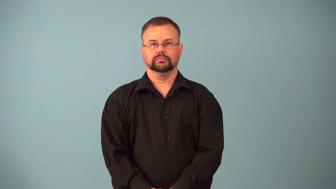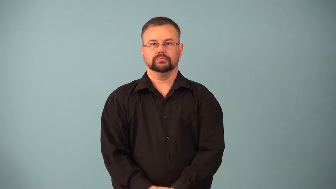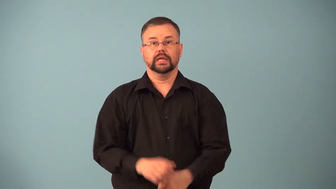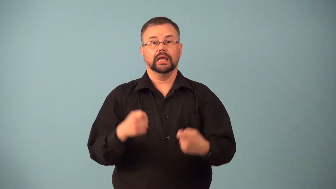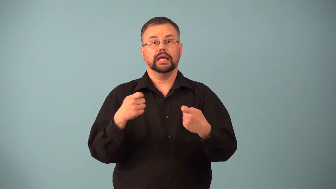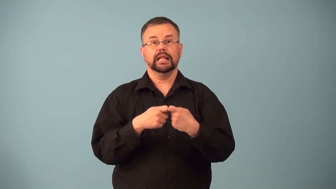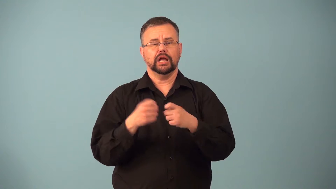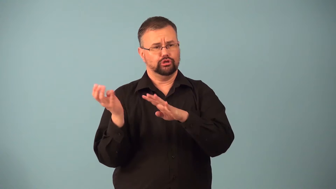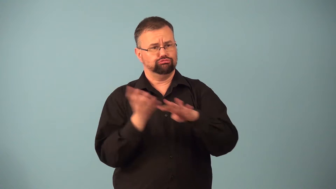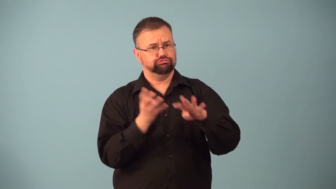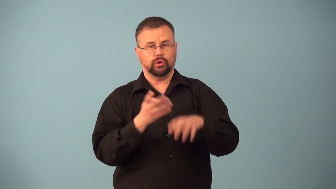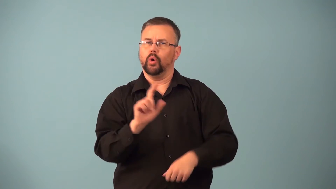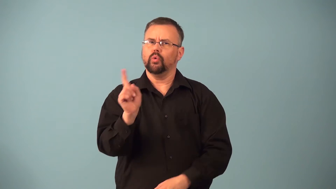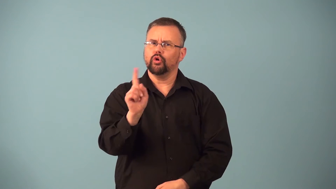input-electrical